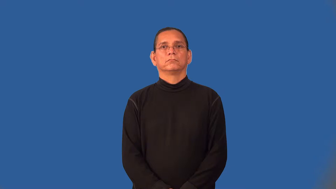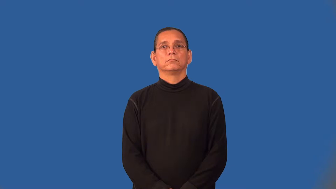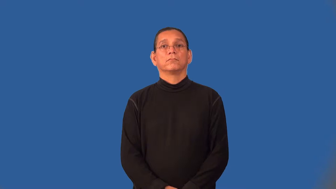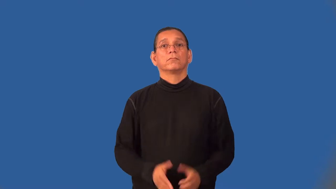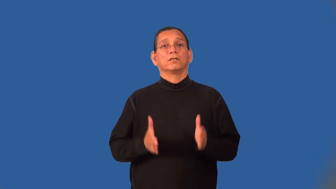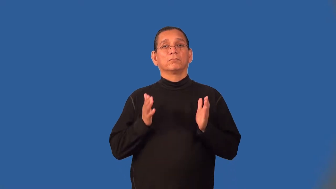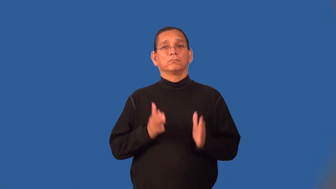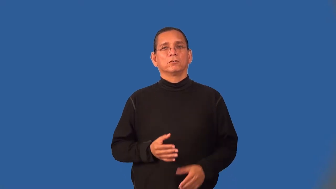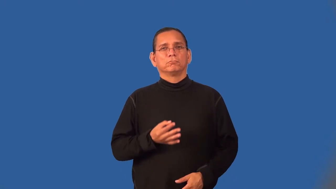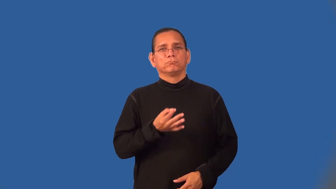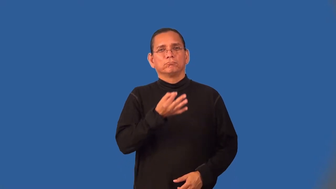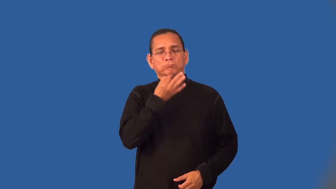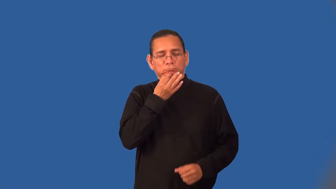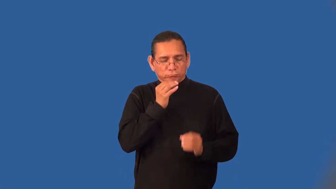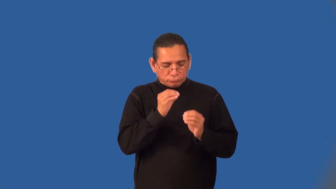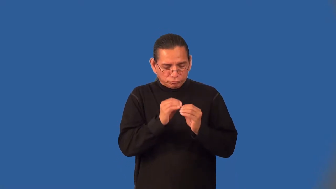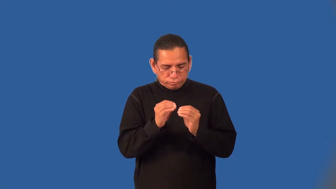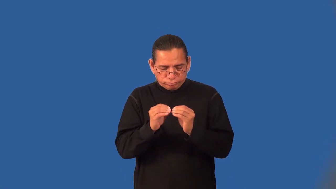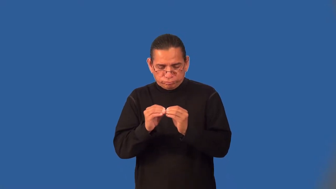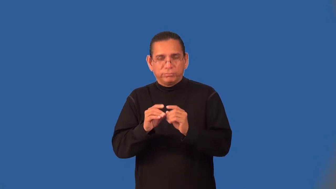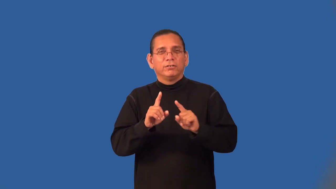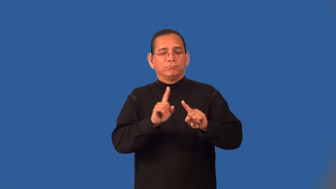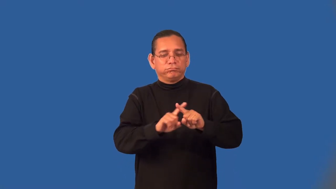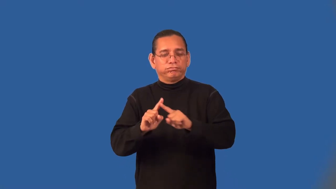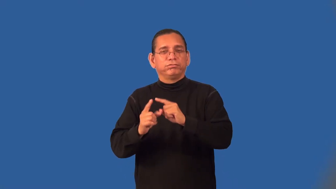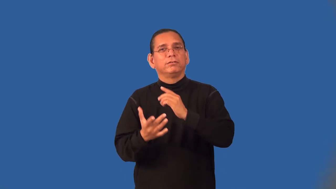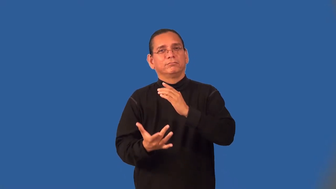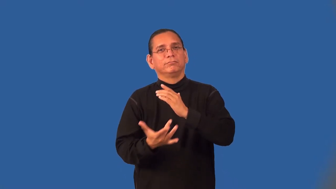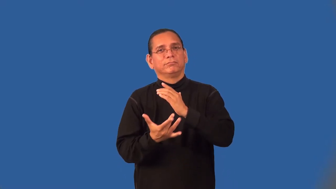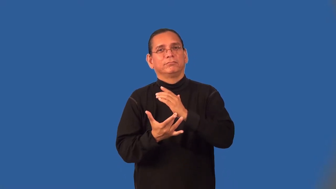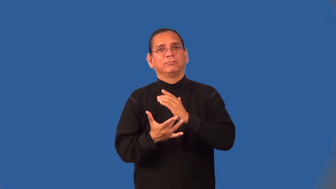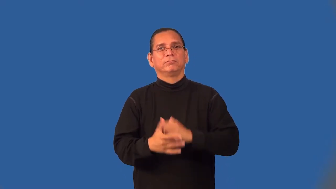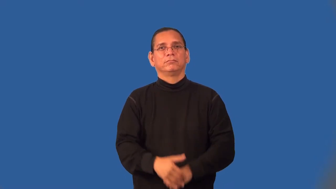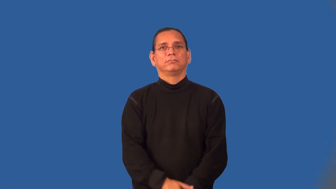troubleshooter